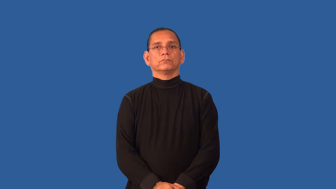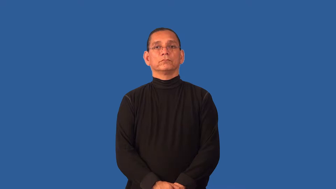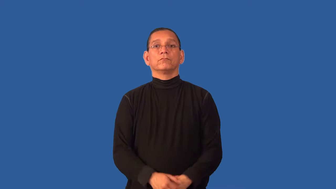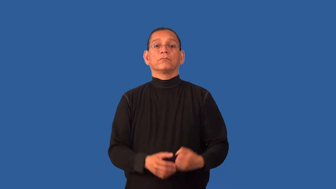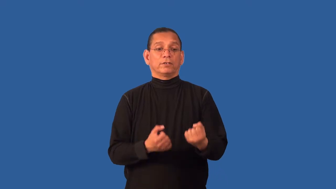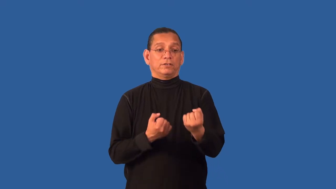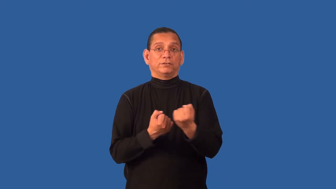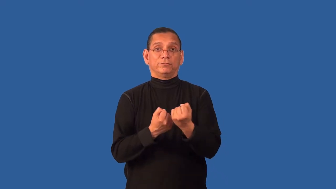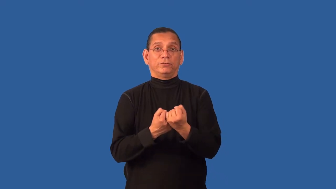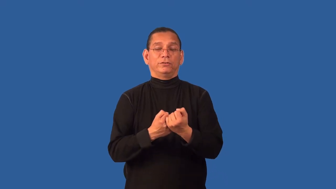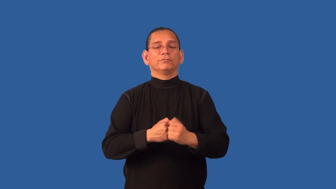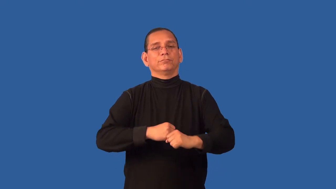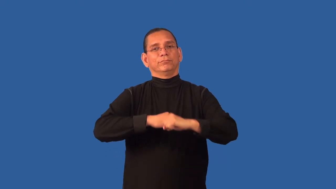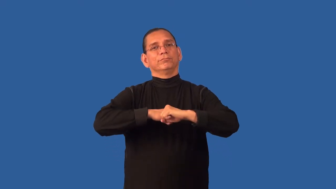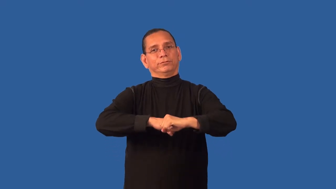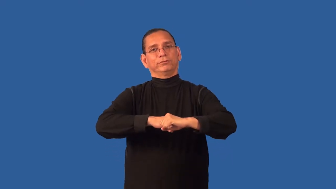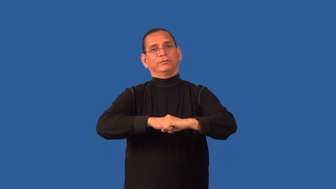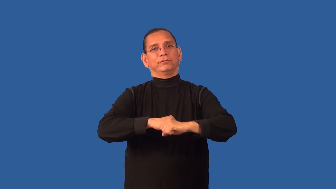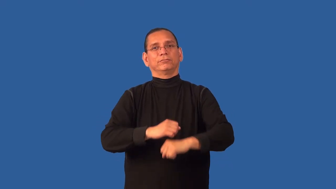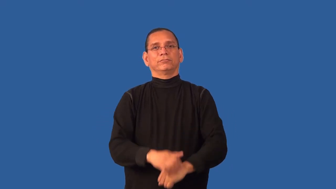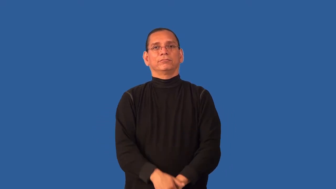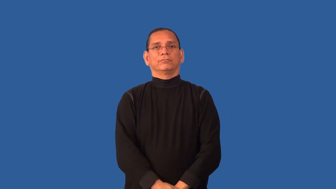cushion-support